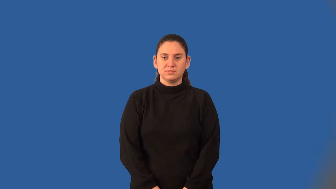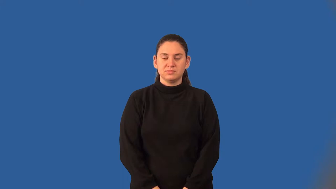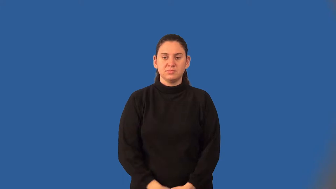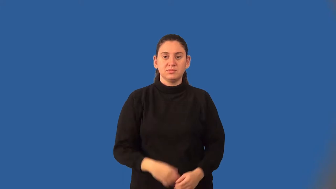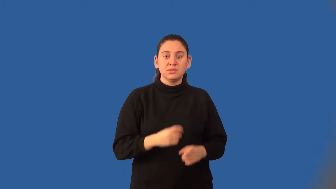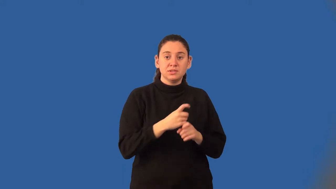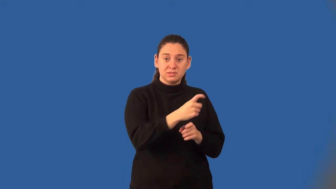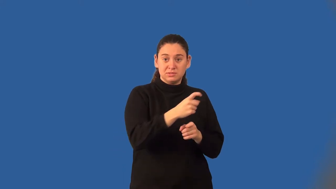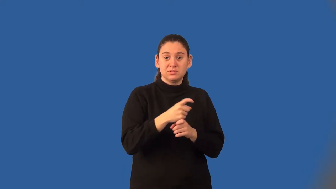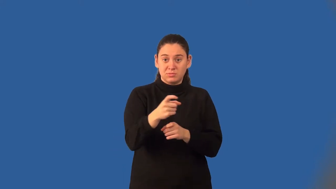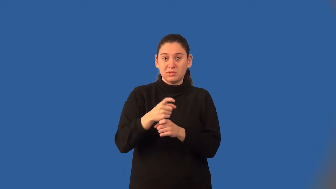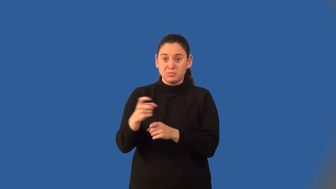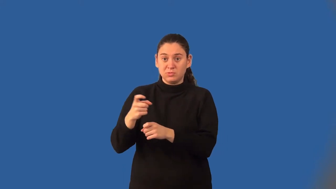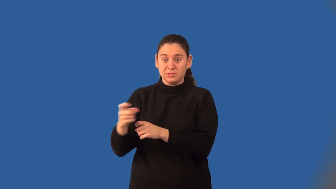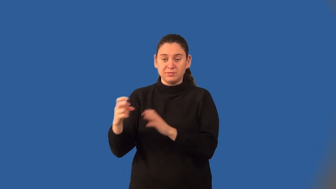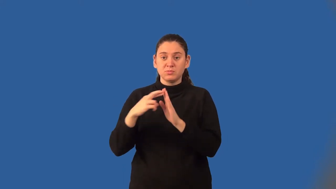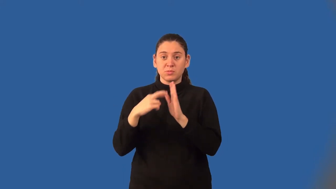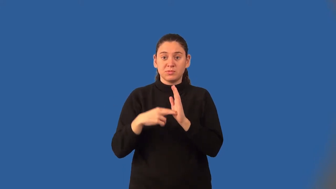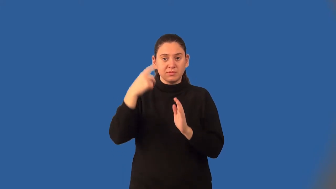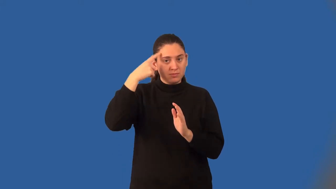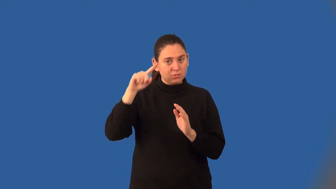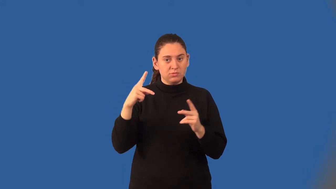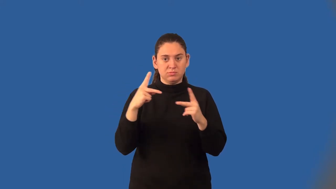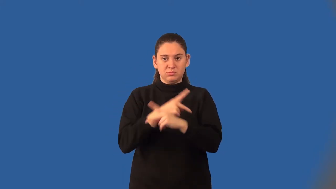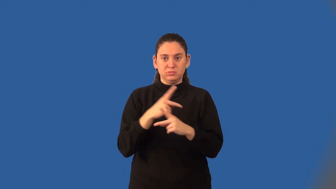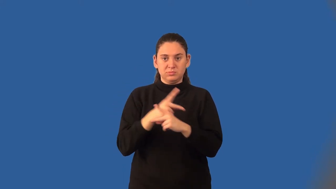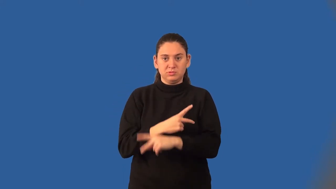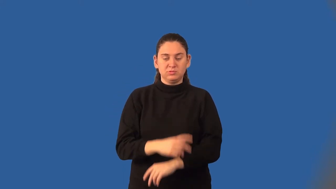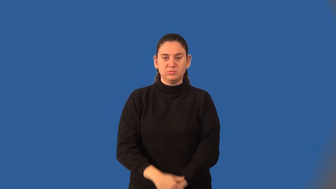distributive property of multiplication over addition